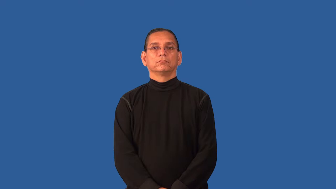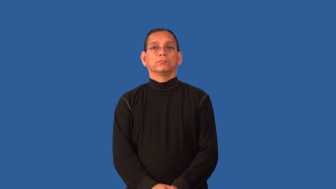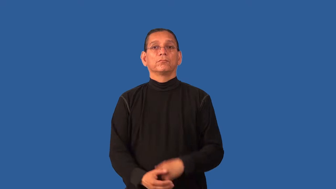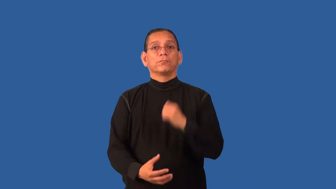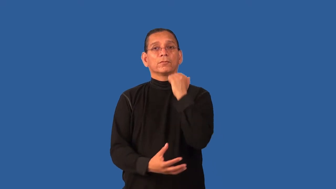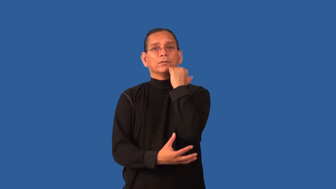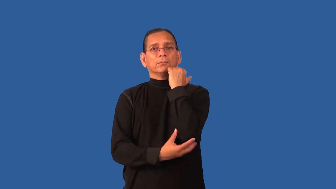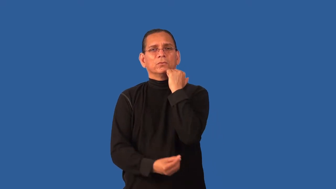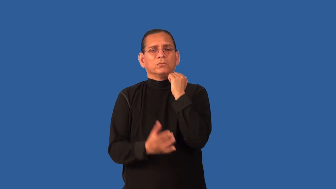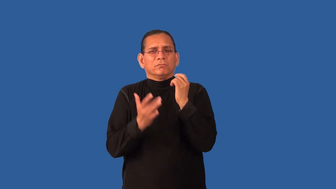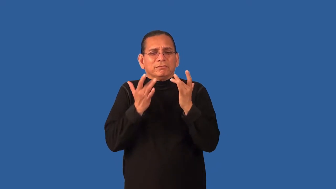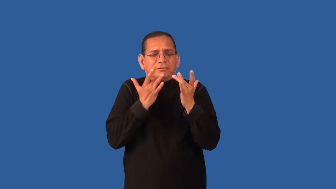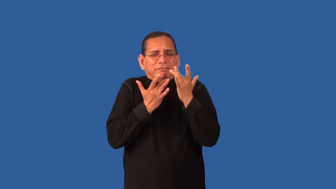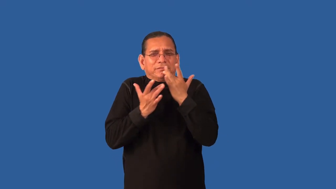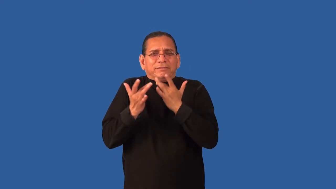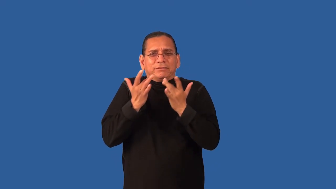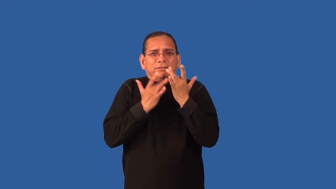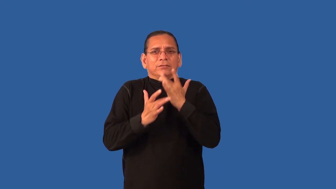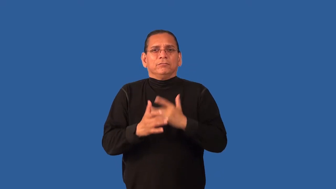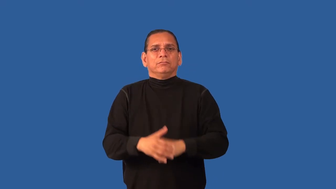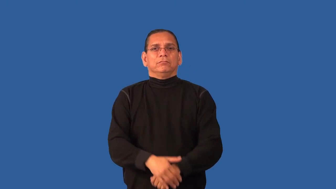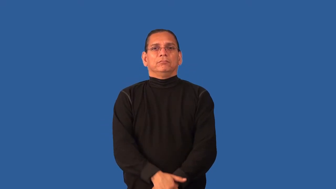disadvantaged